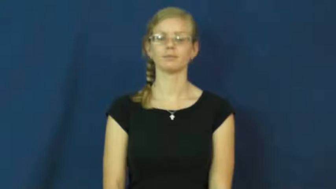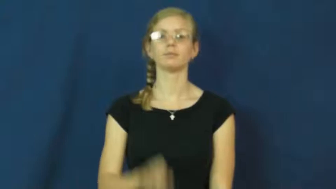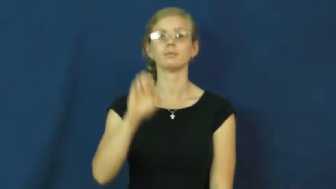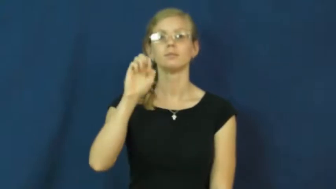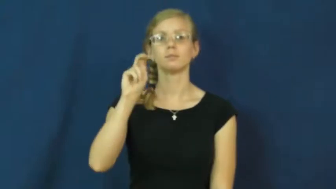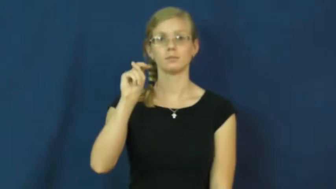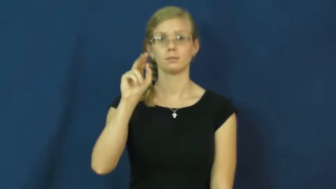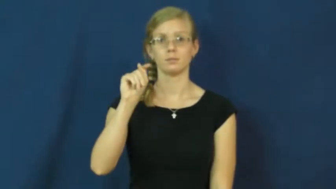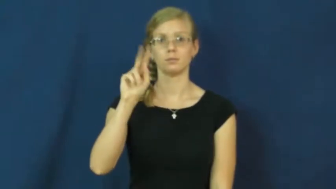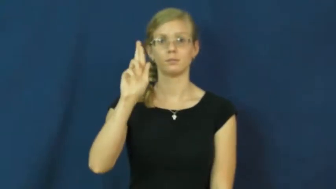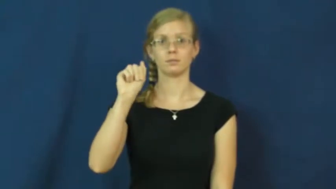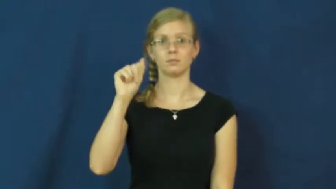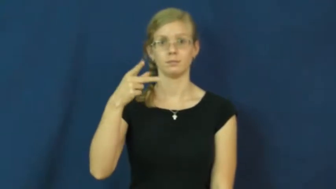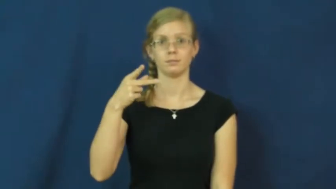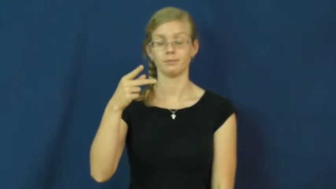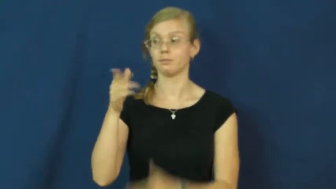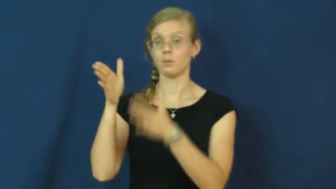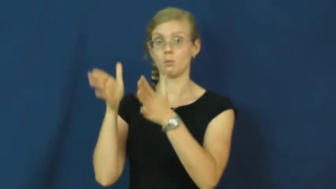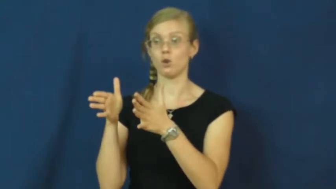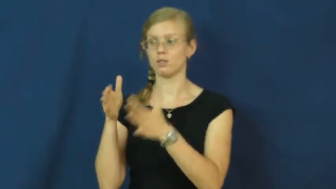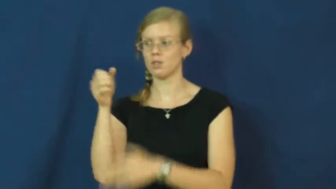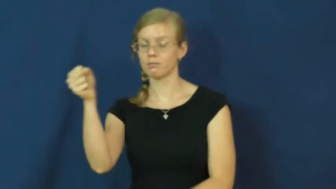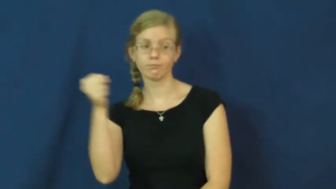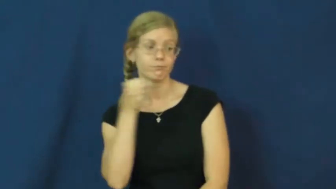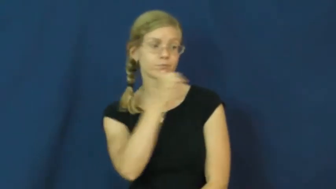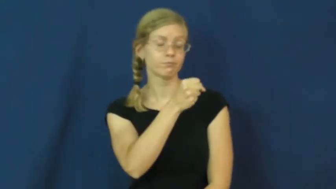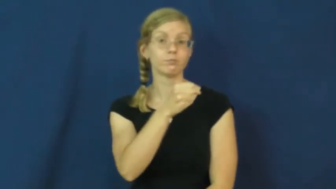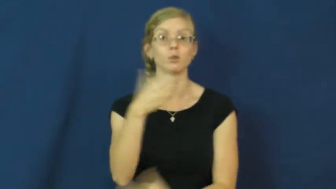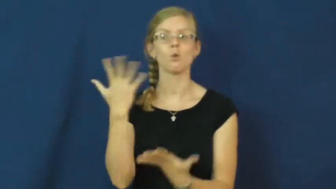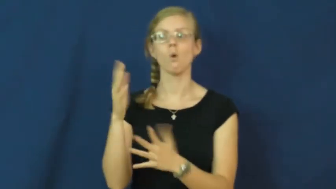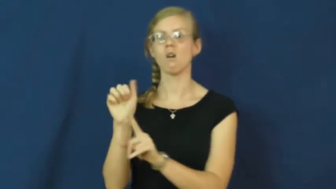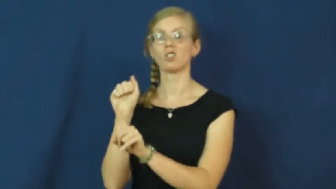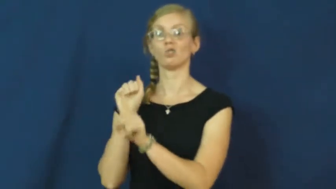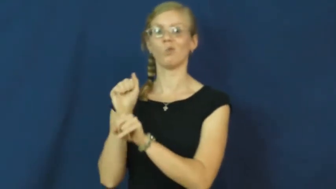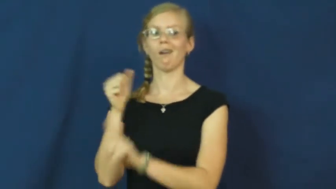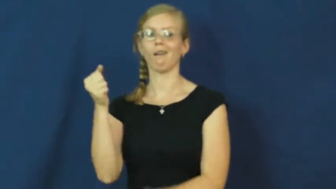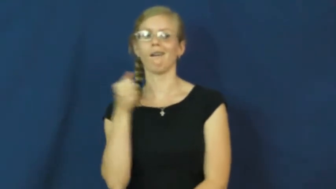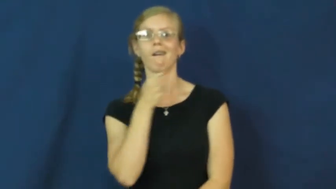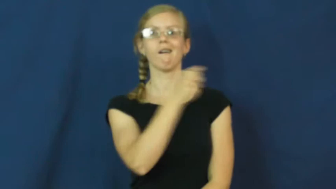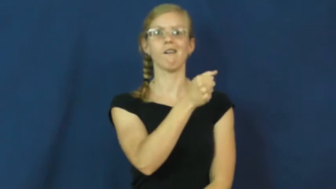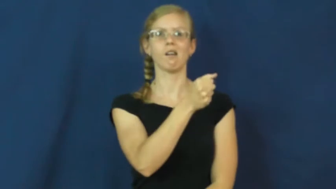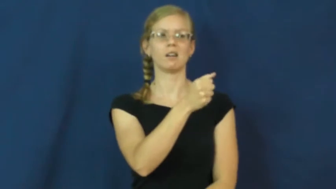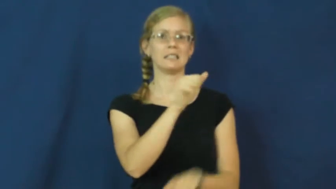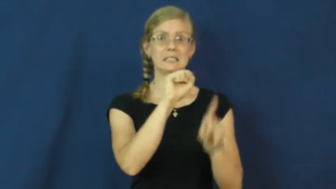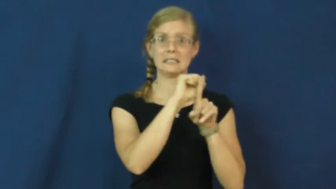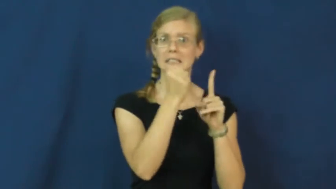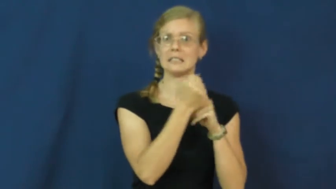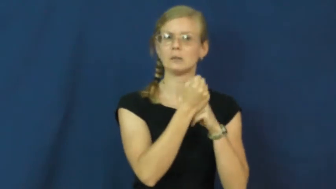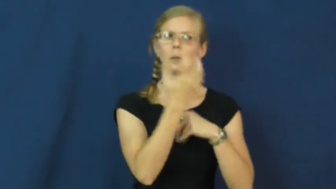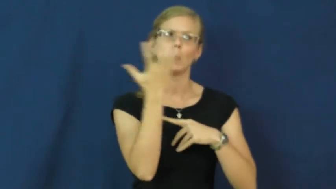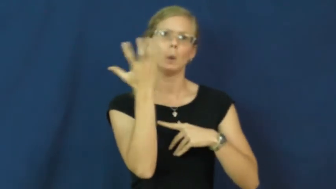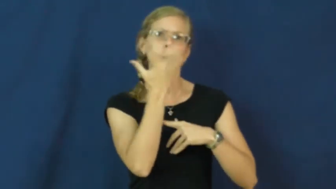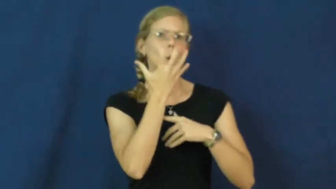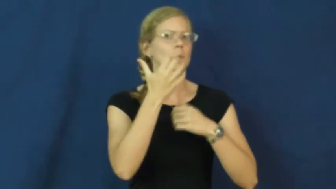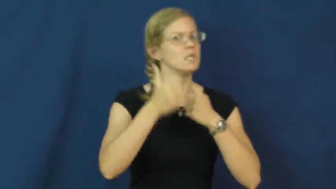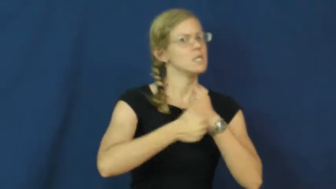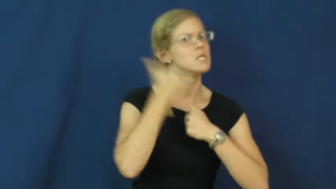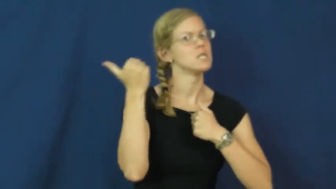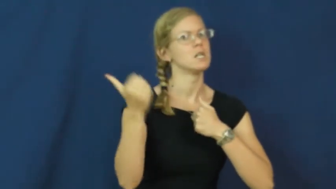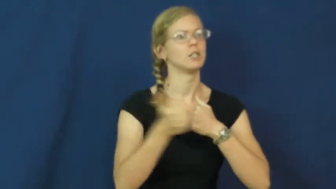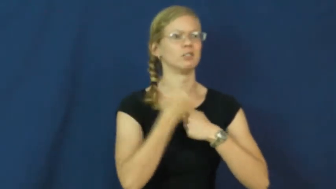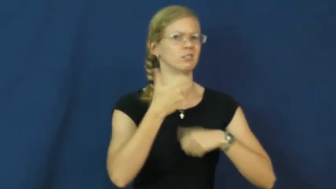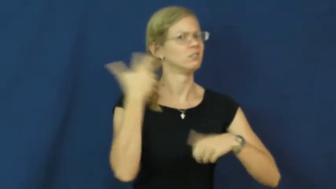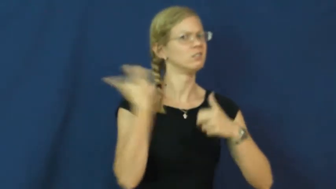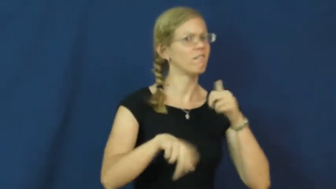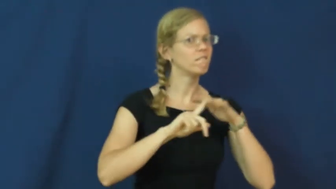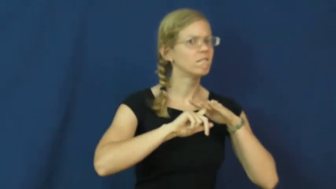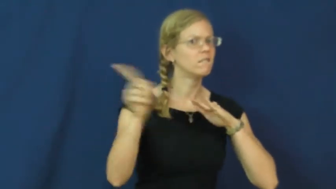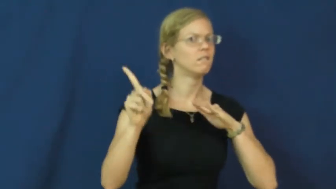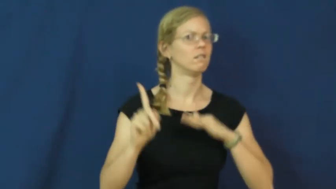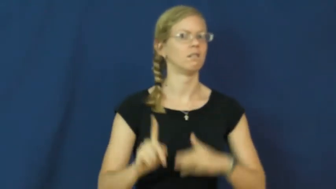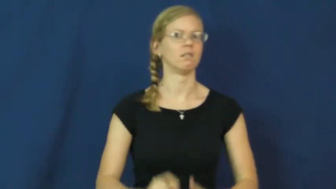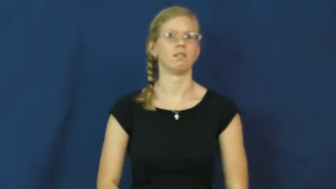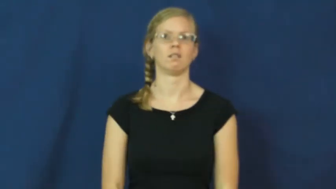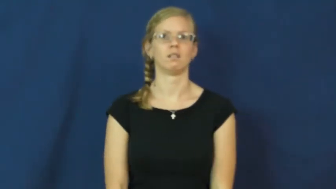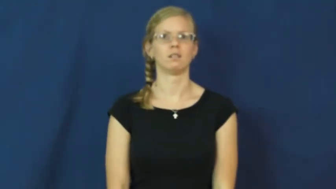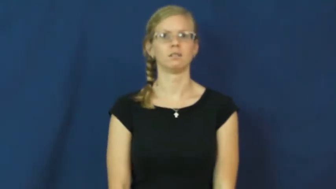entrap